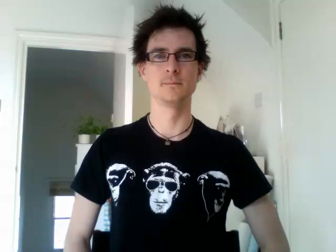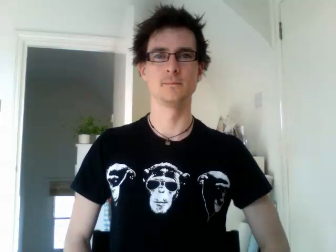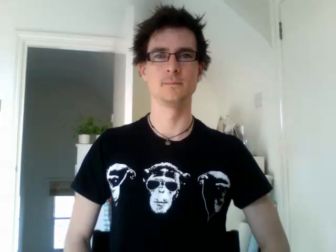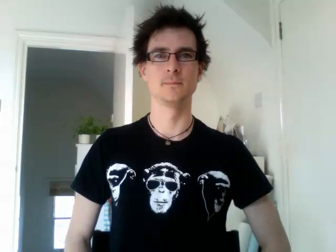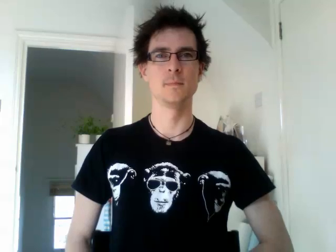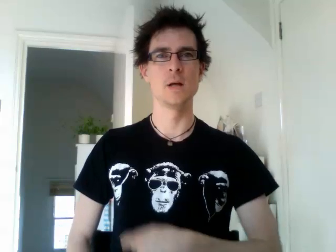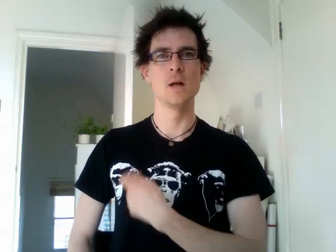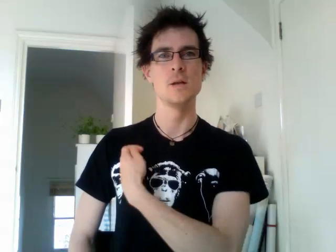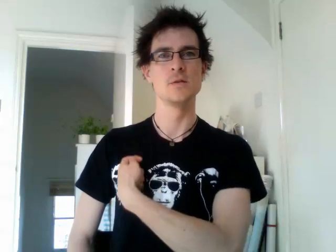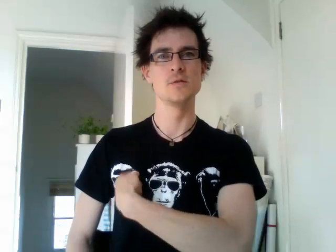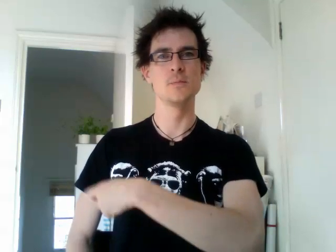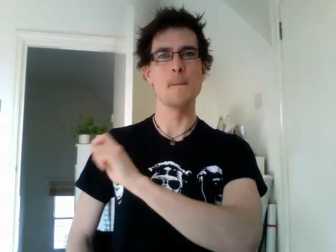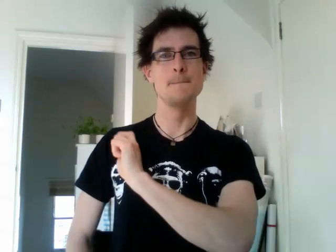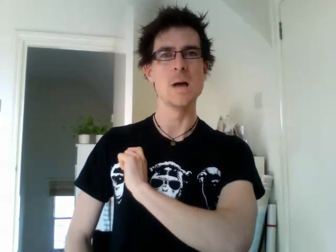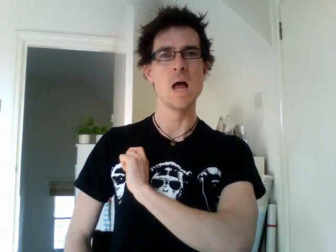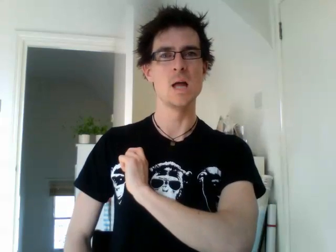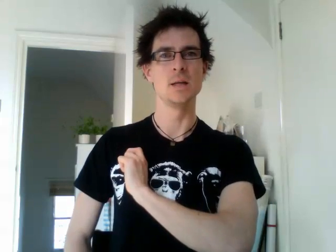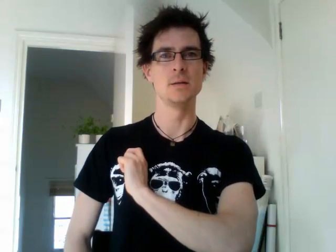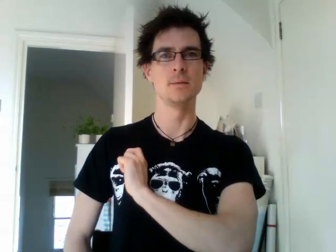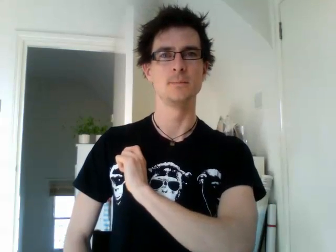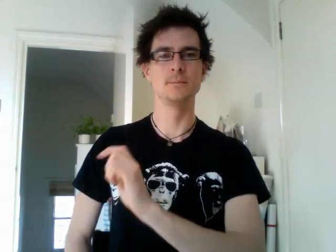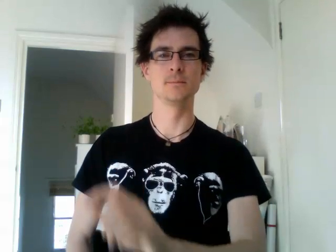spain